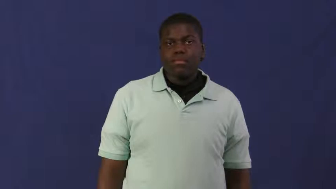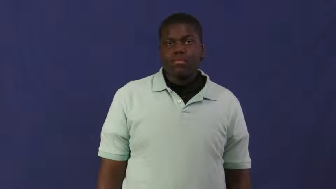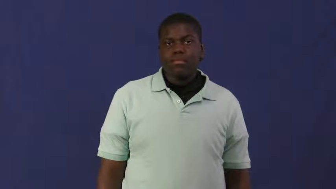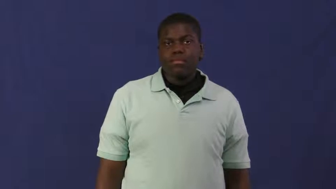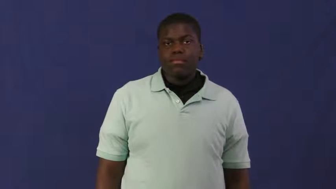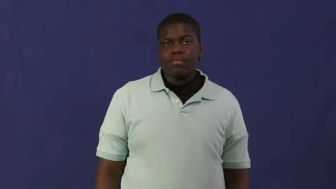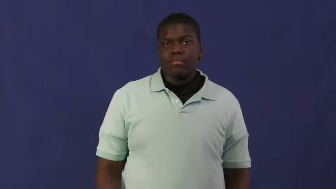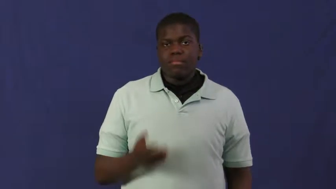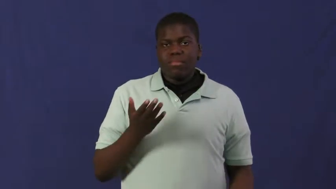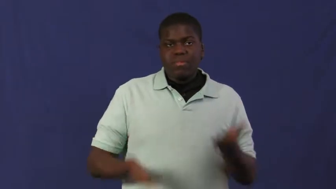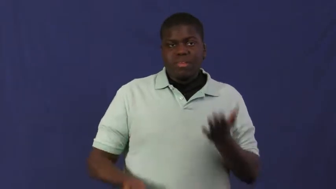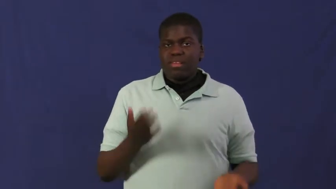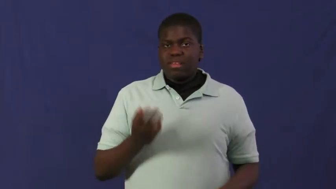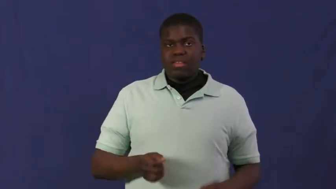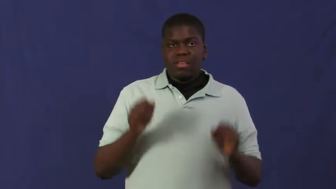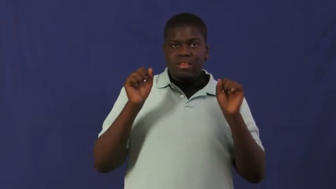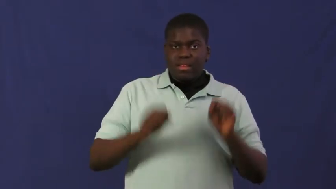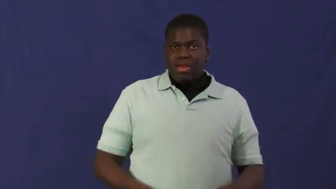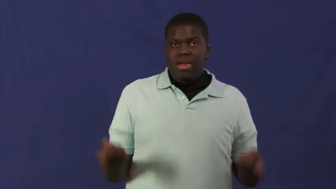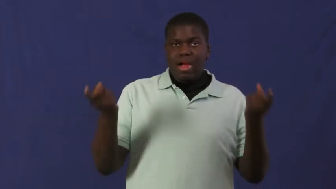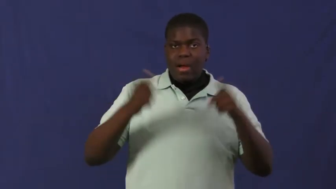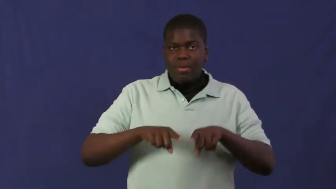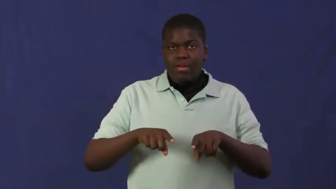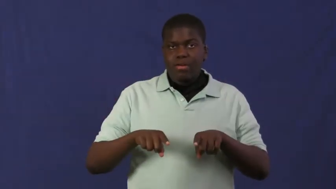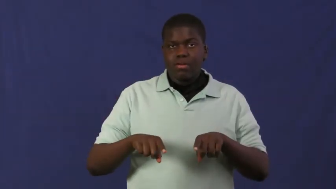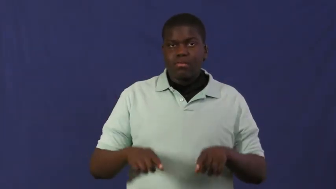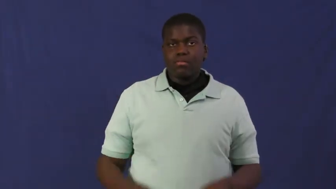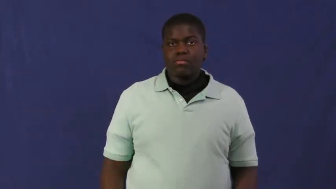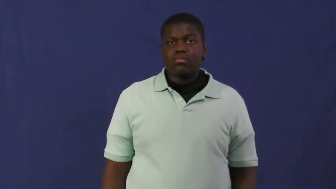shot-chance